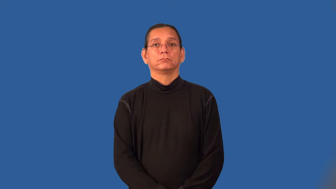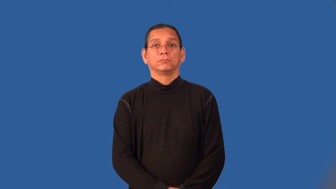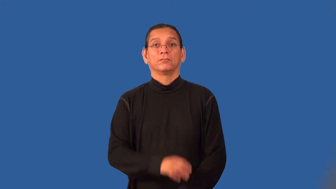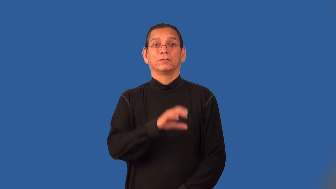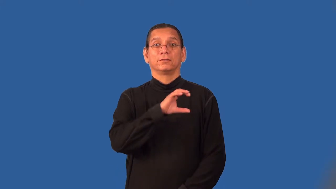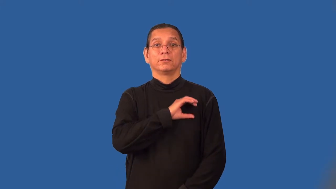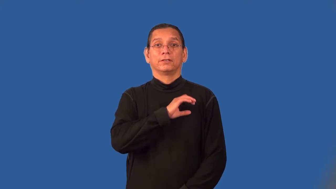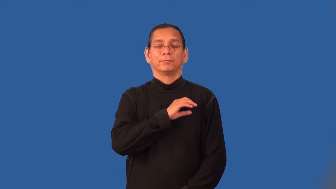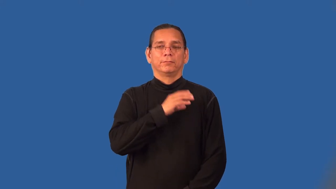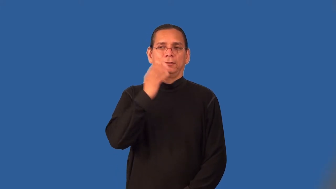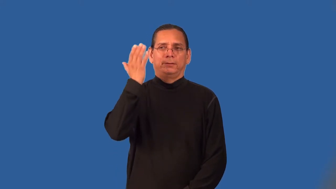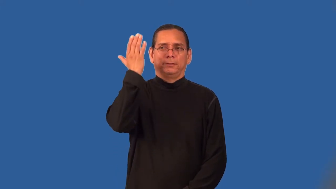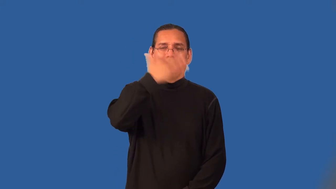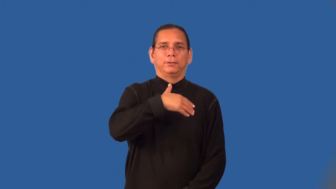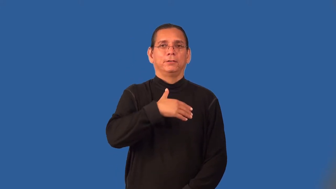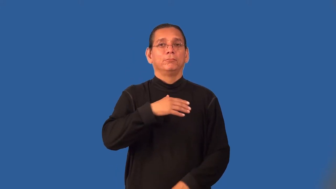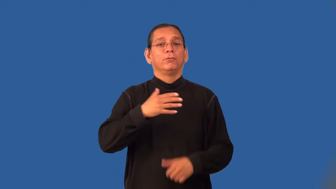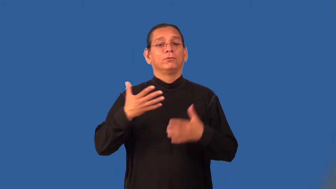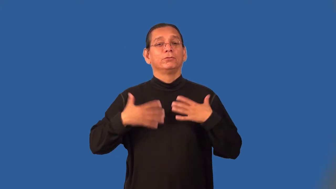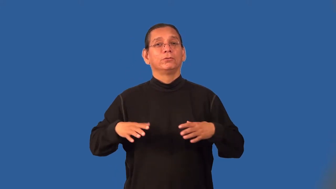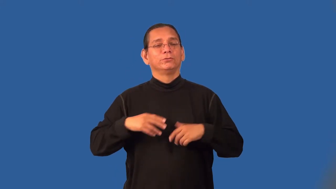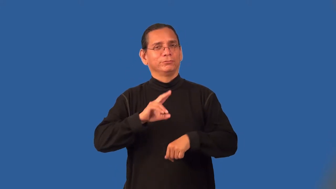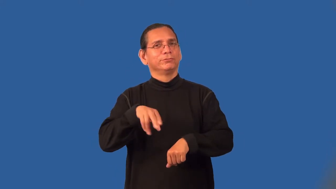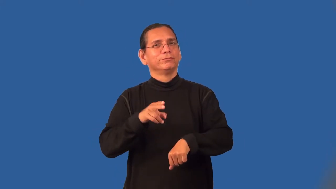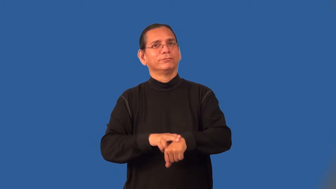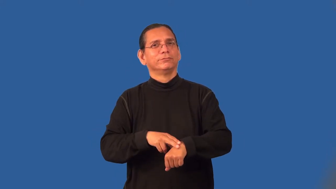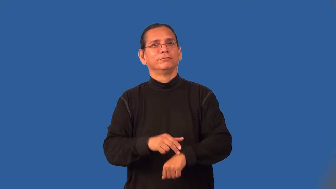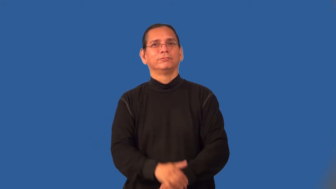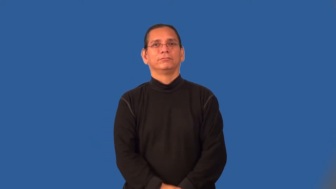plainclothesman